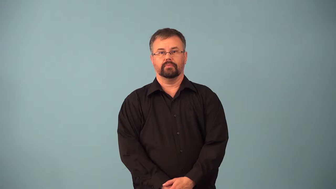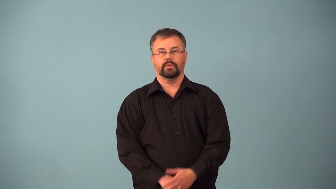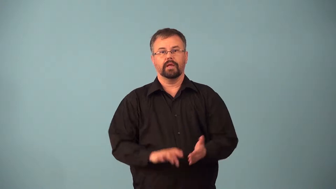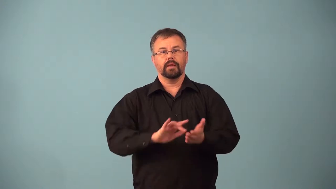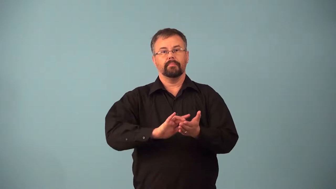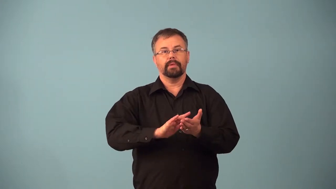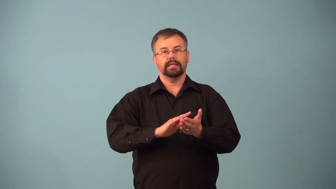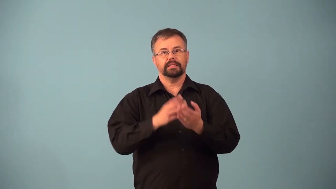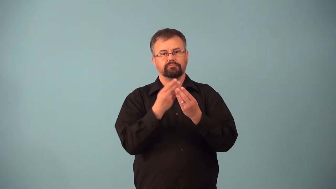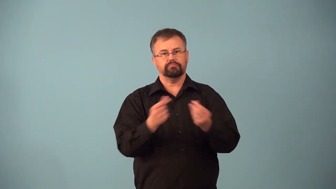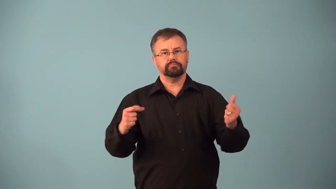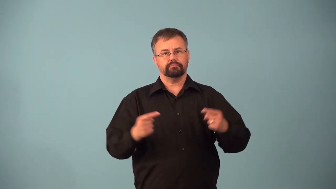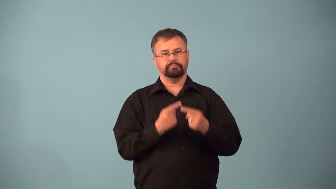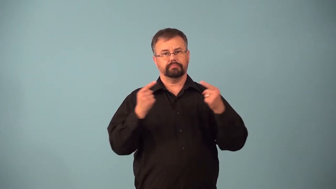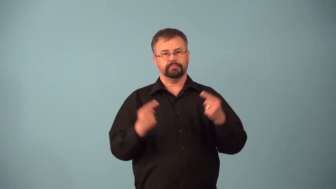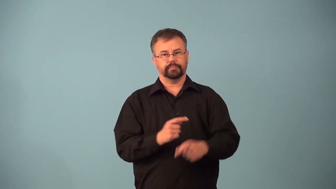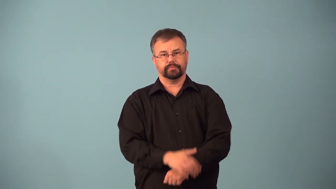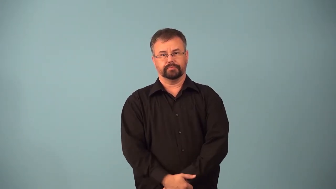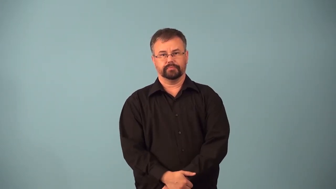analgesic